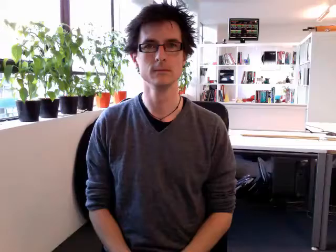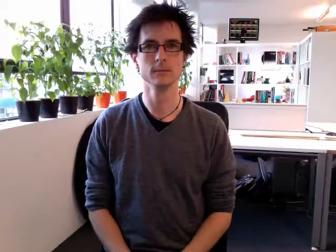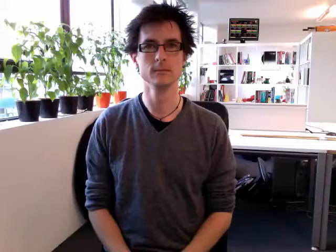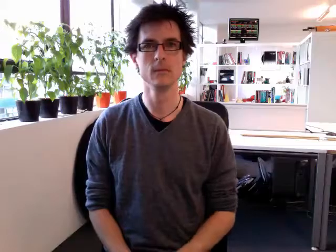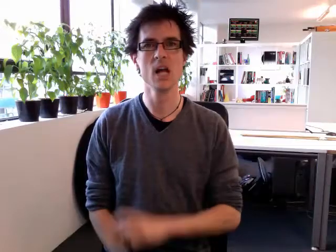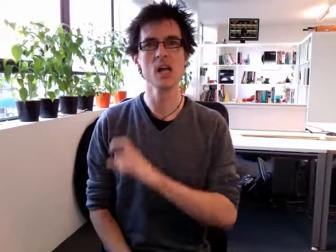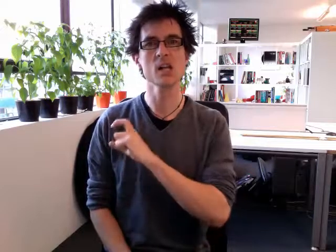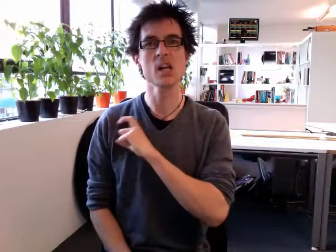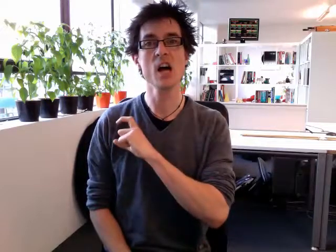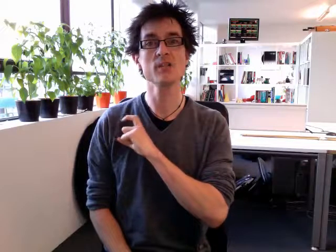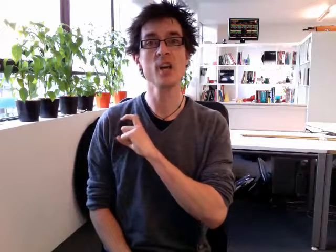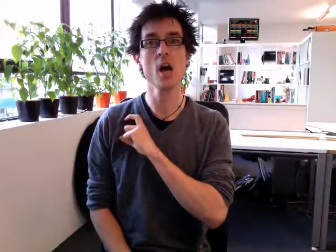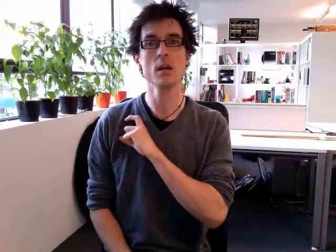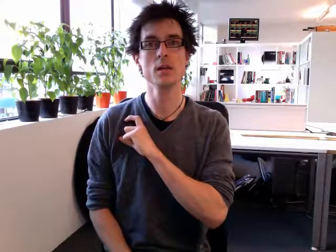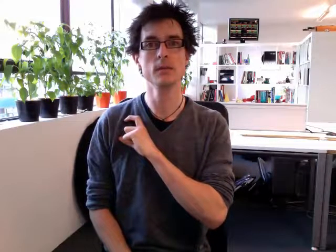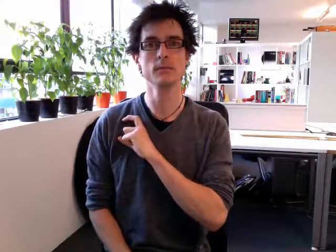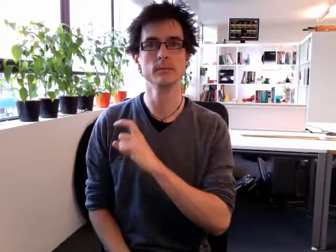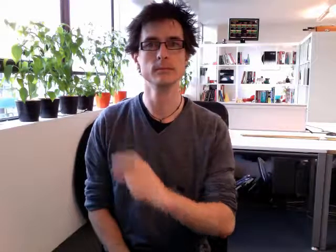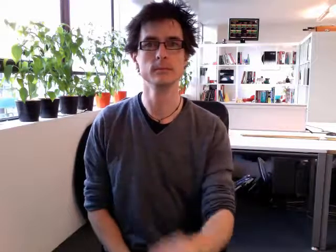cousin